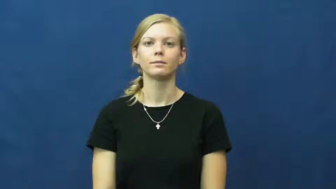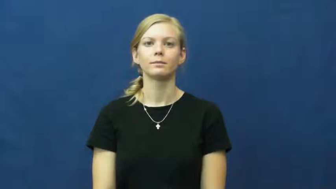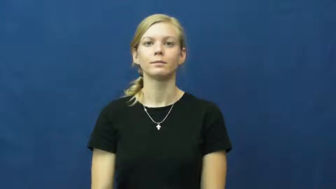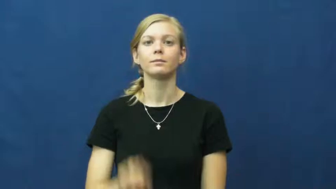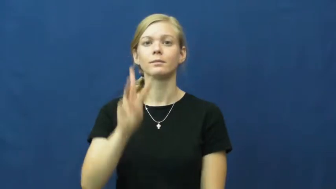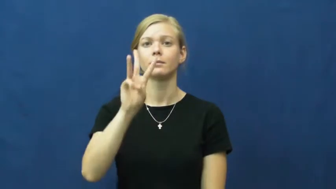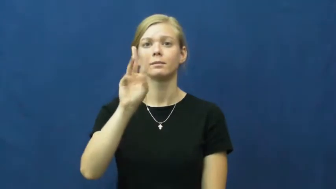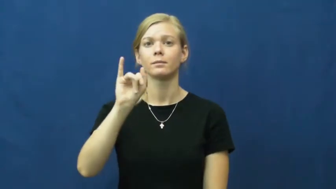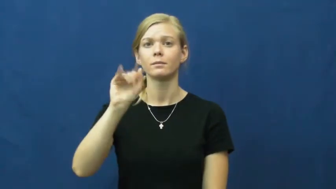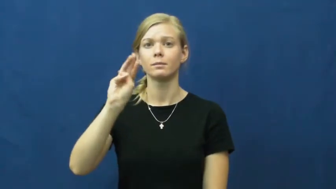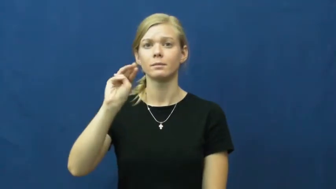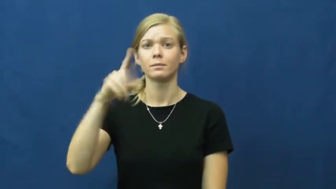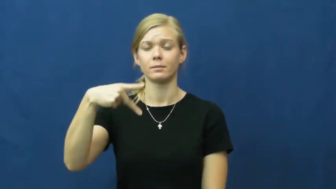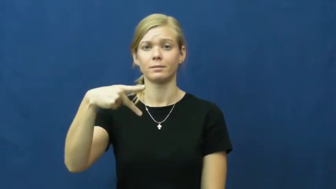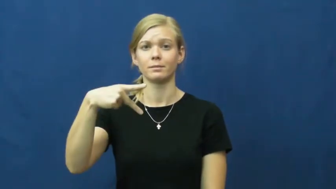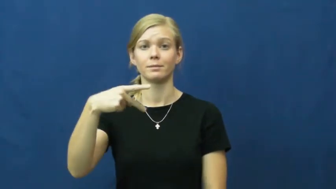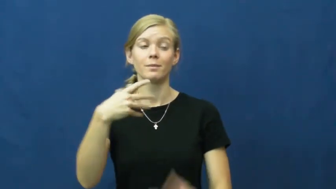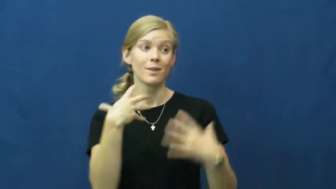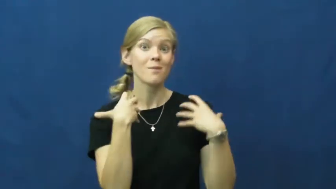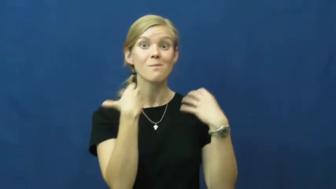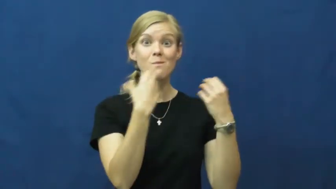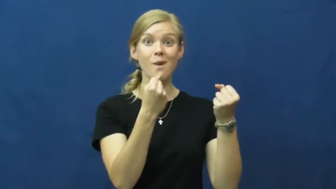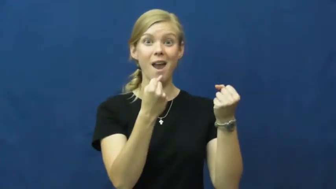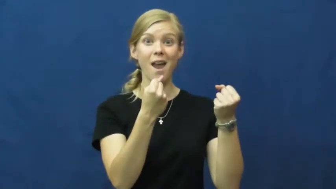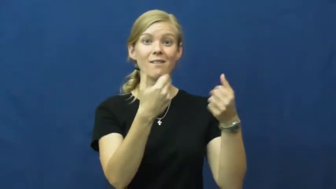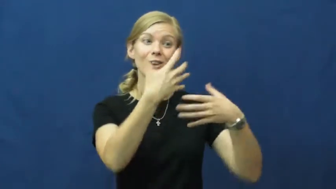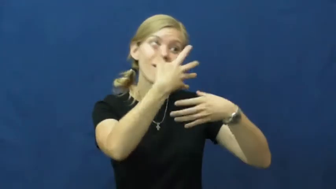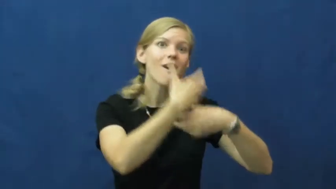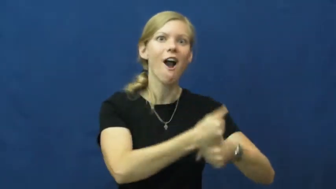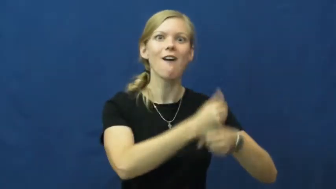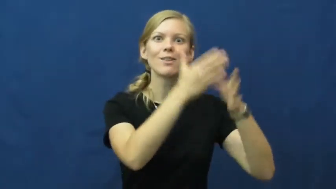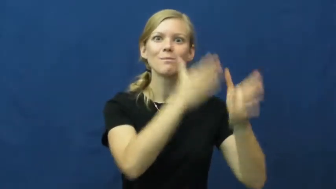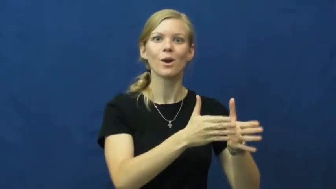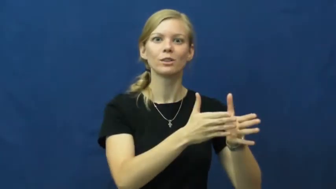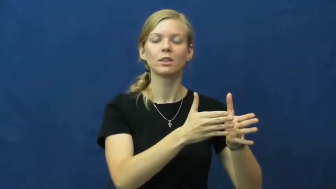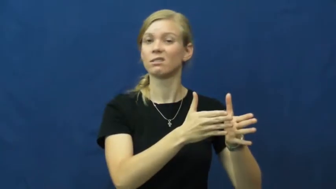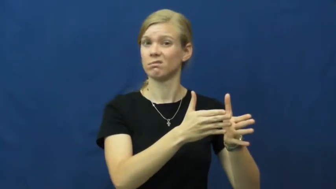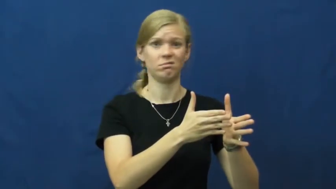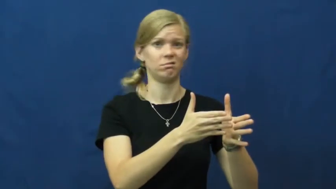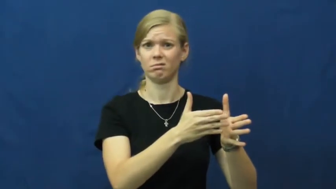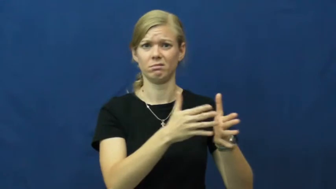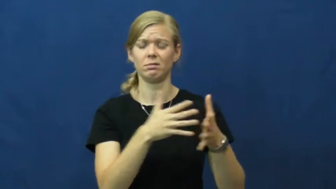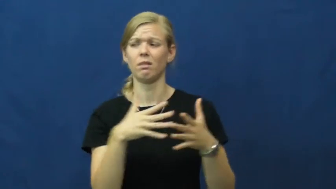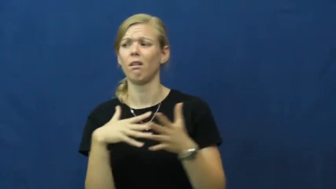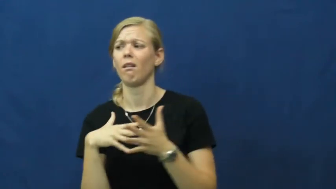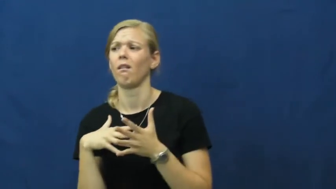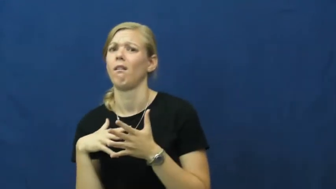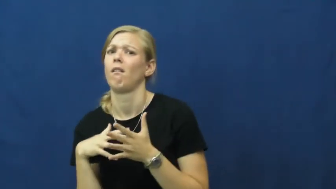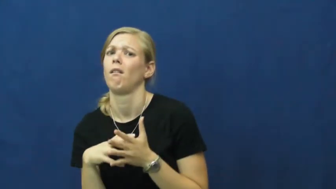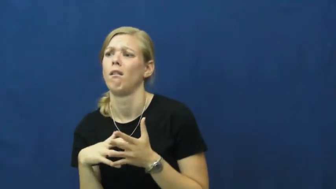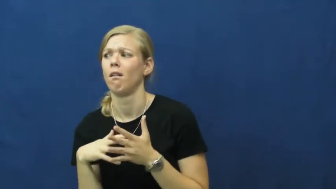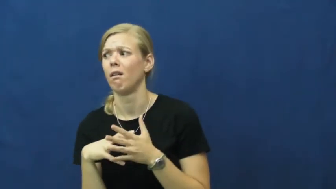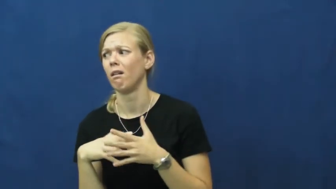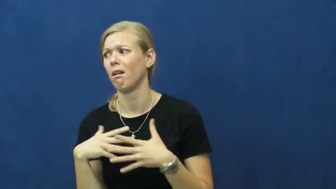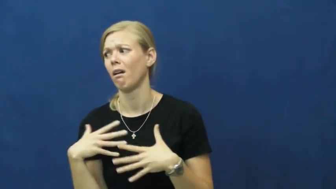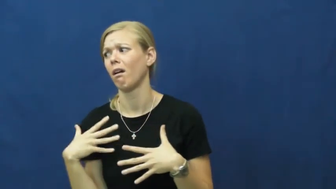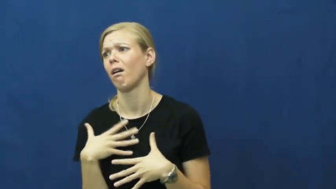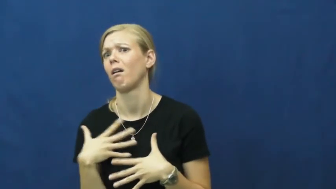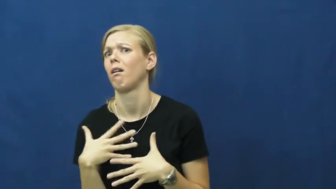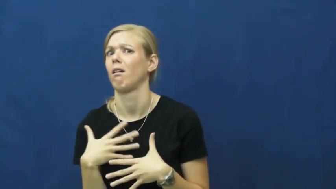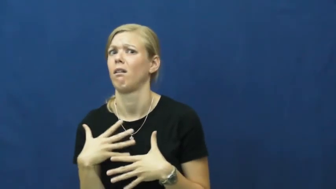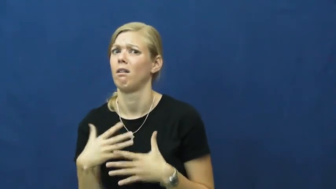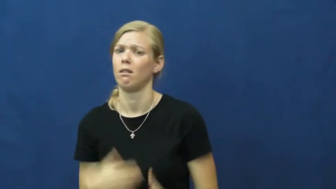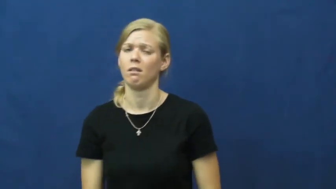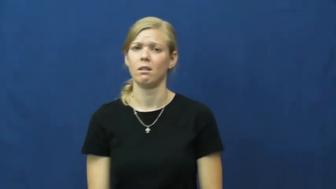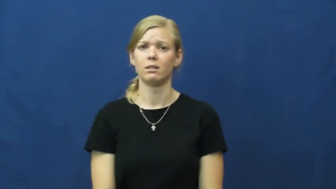wimp